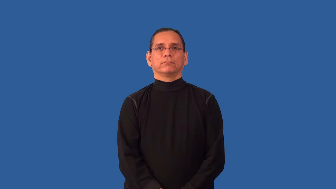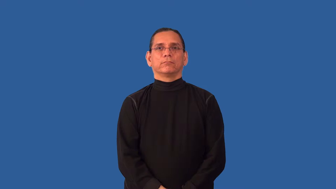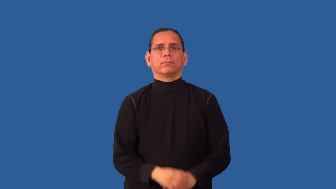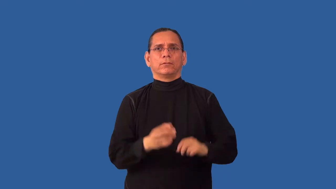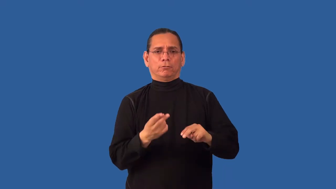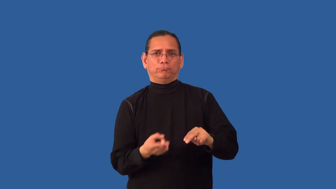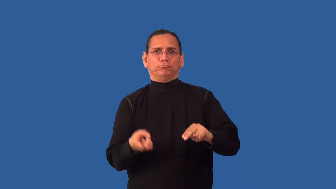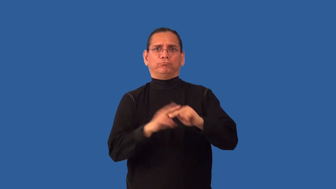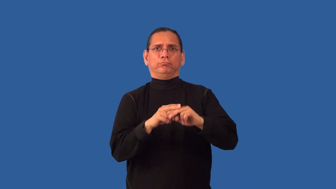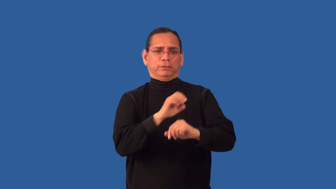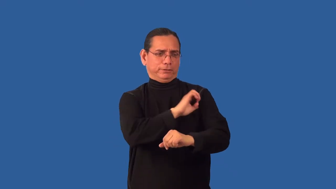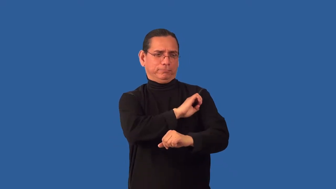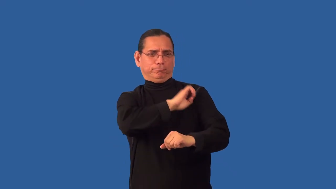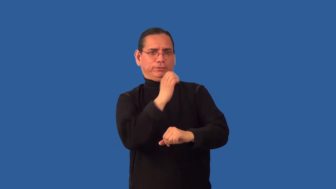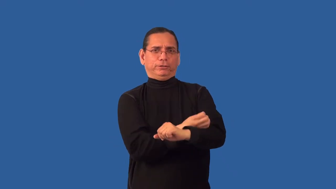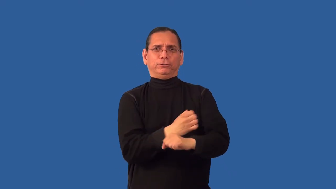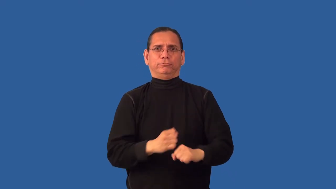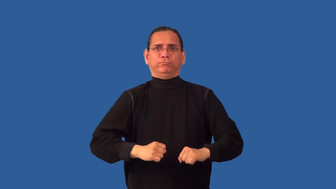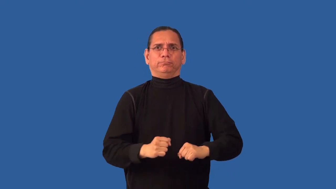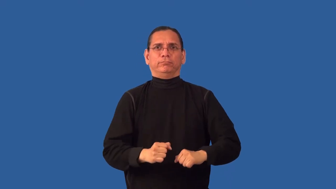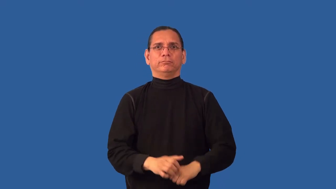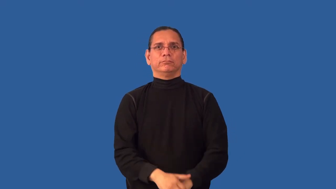recharge-body